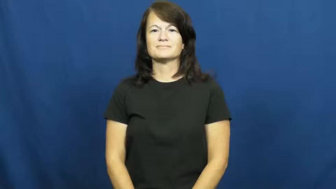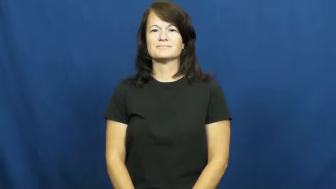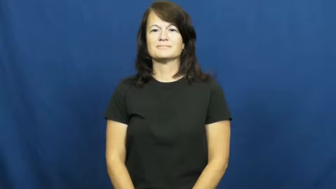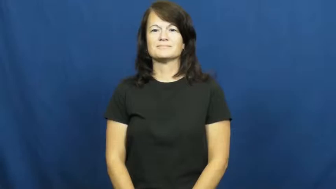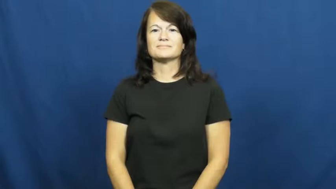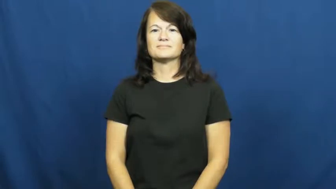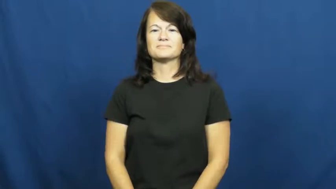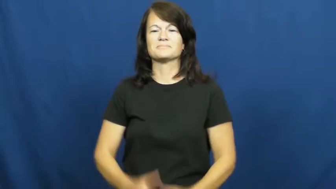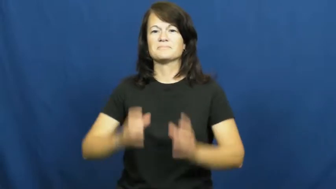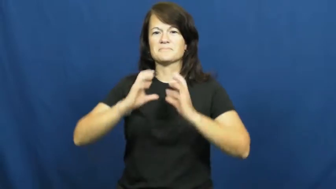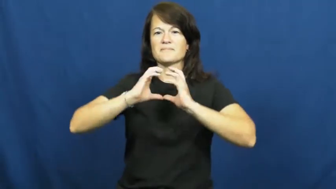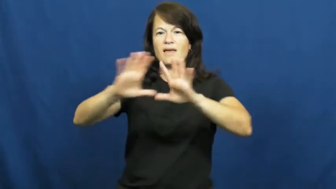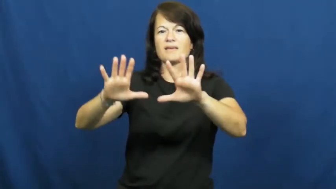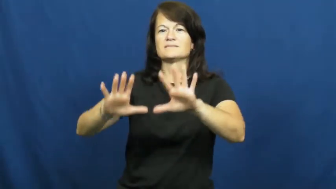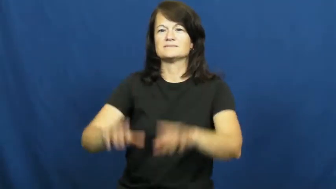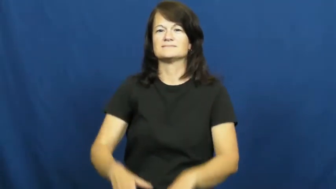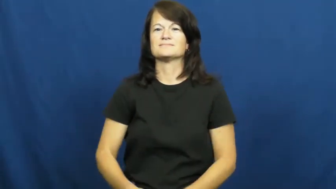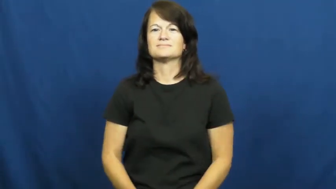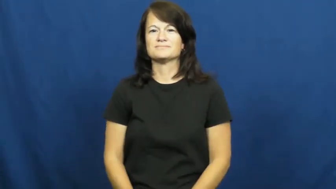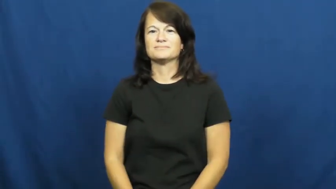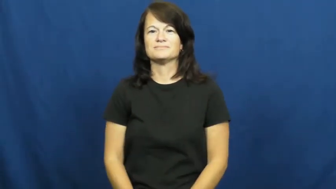pass,dish-basketball